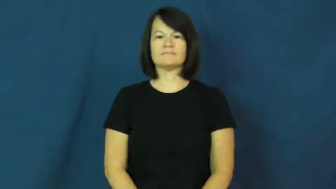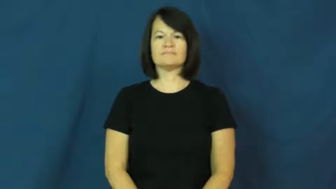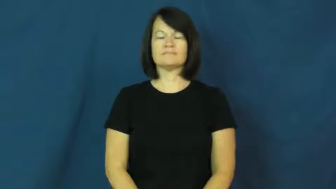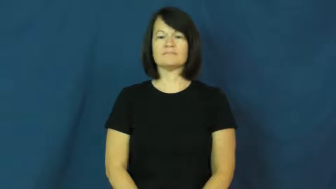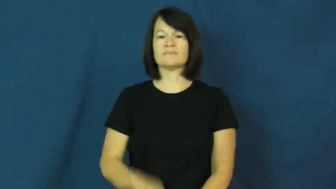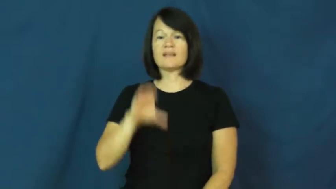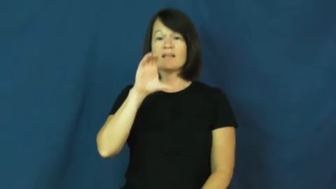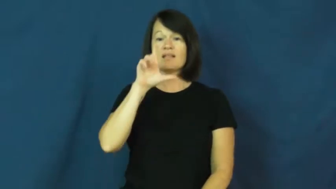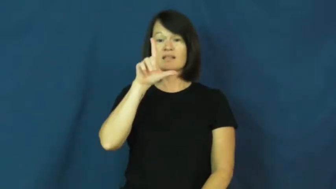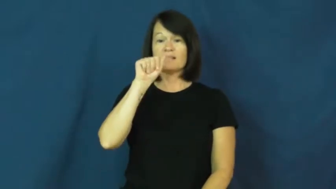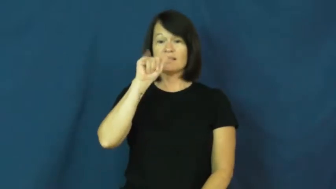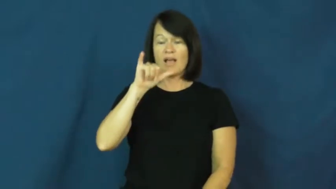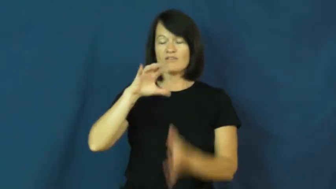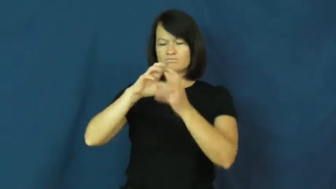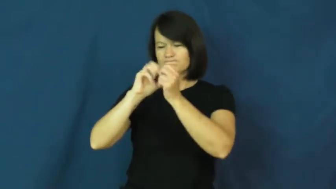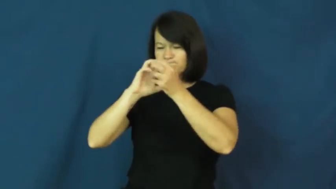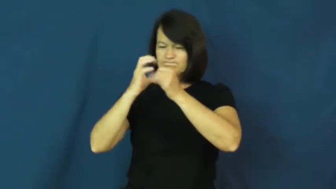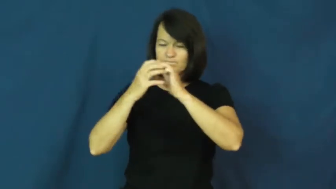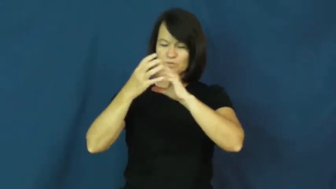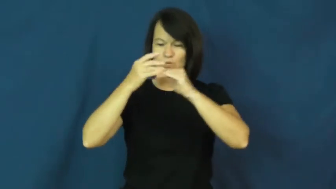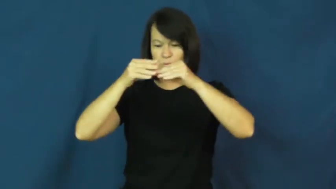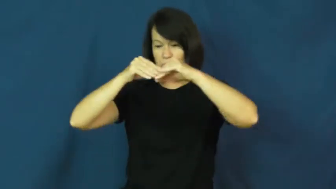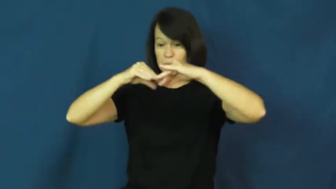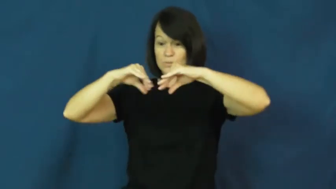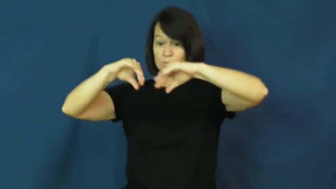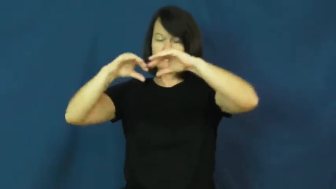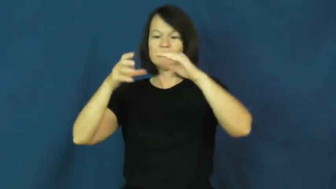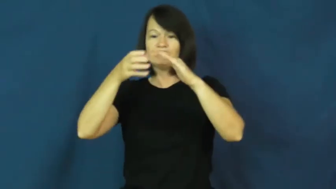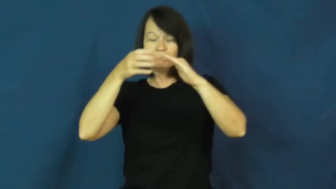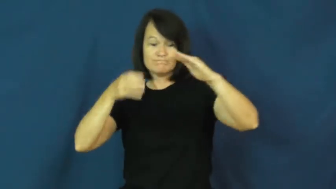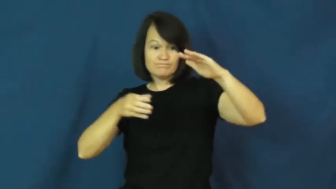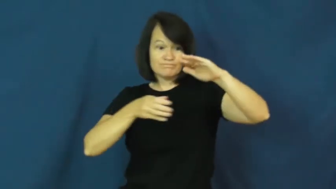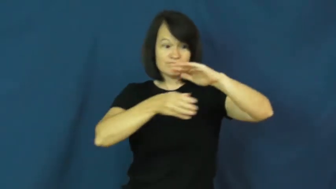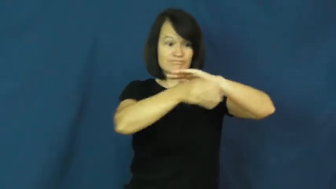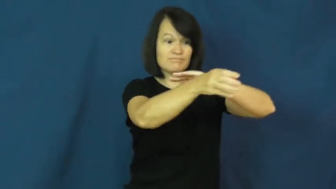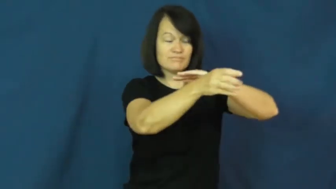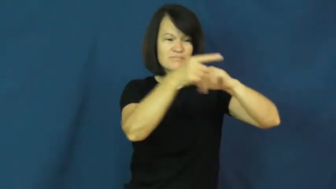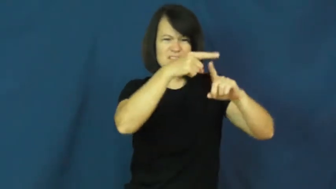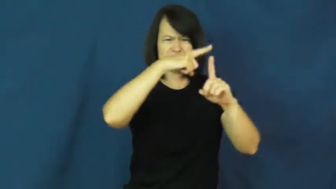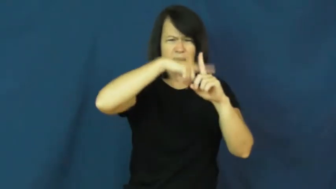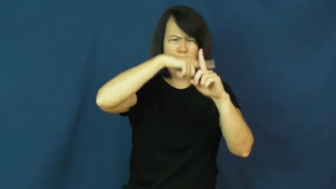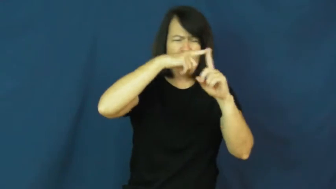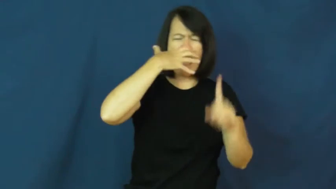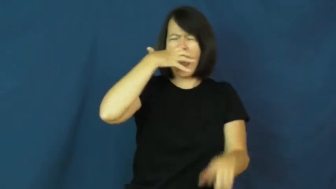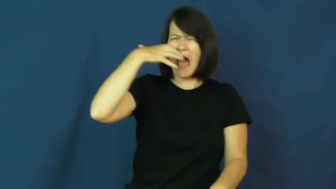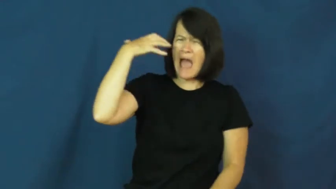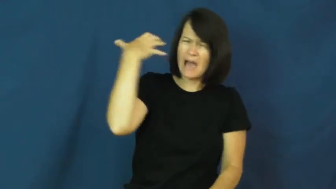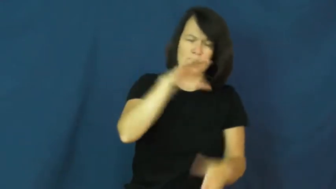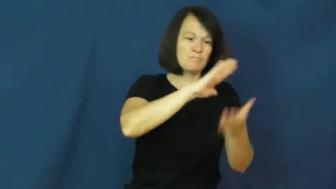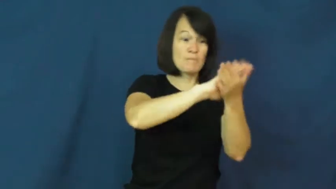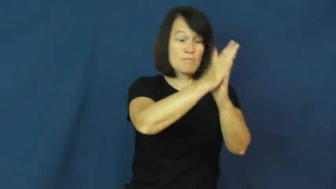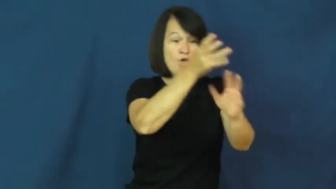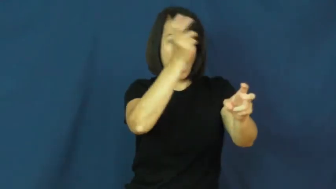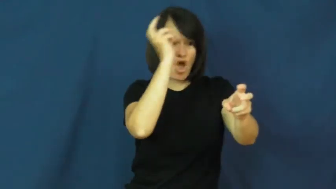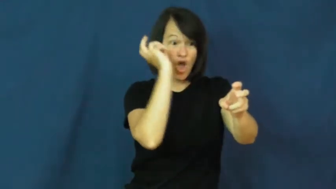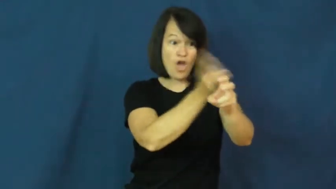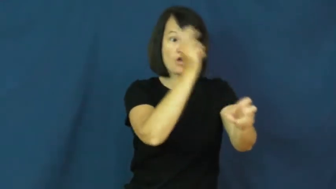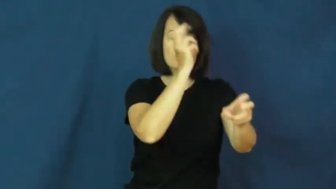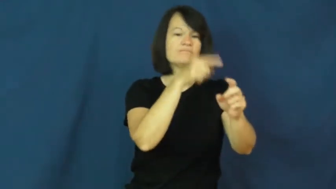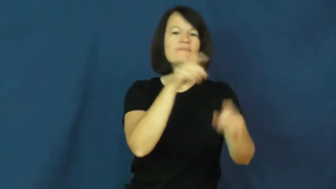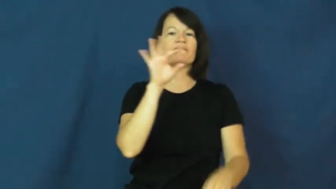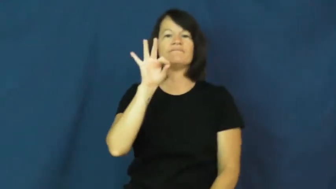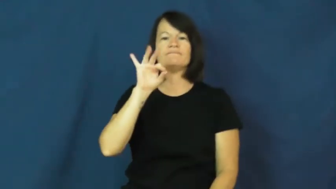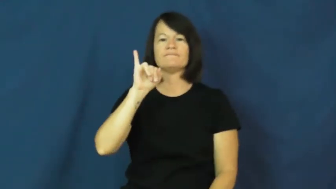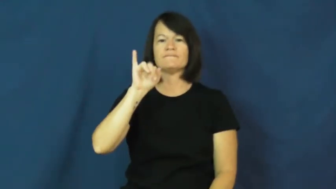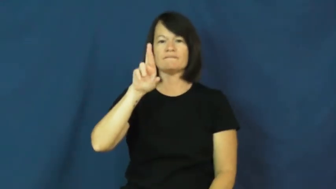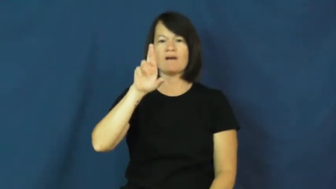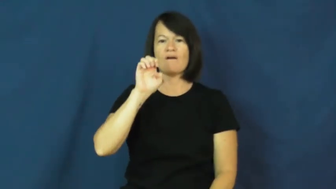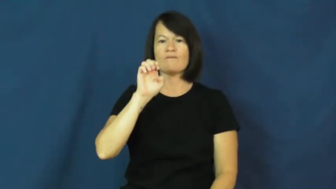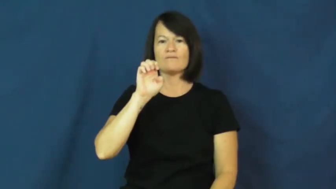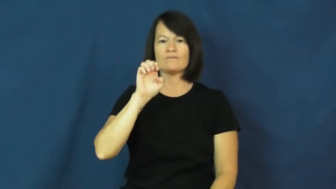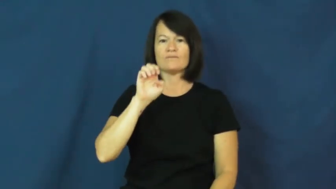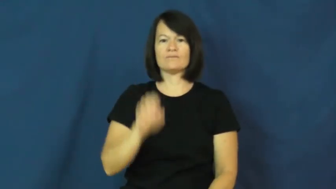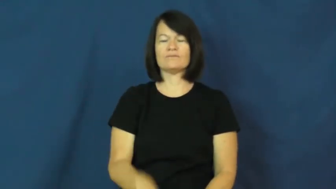fire-pottery